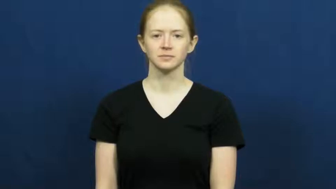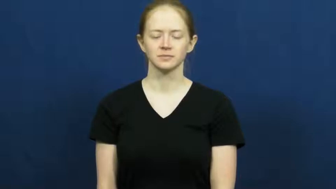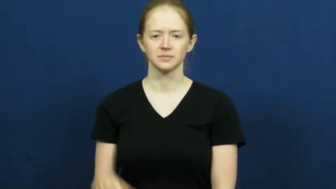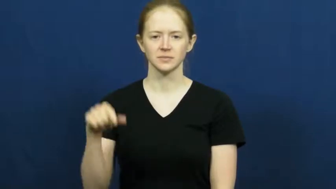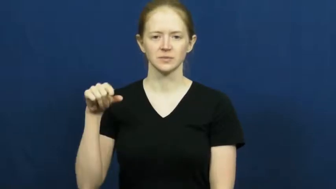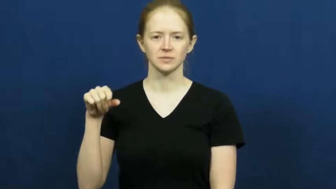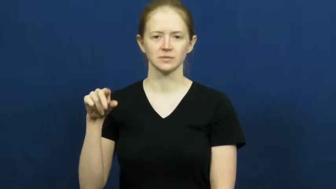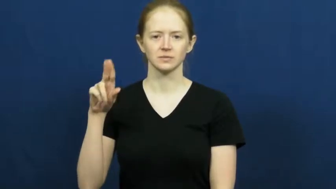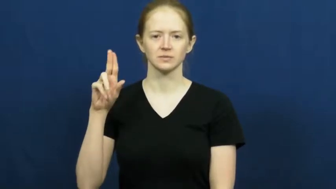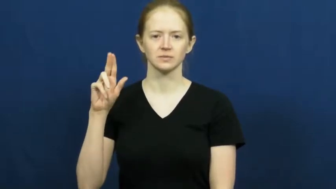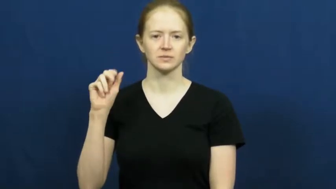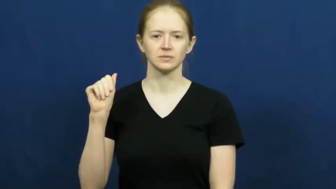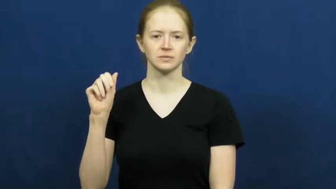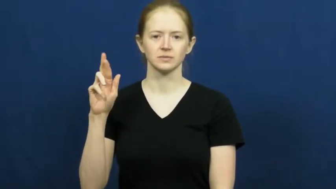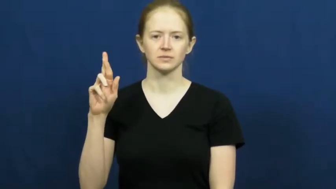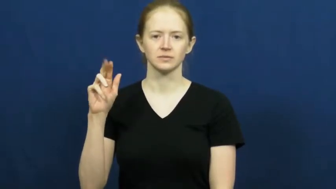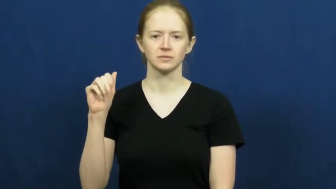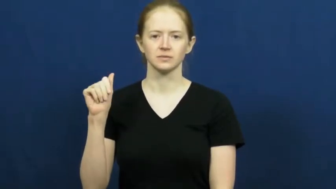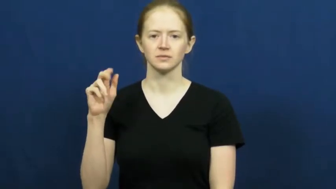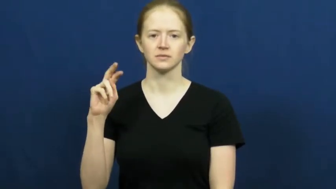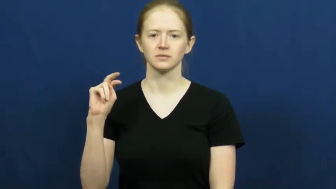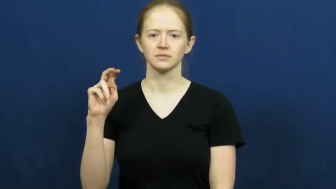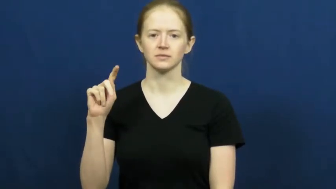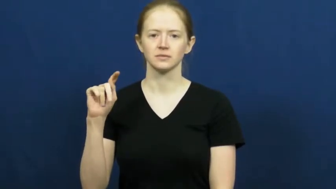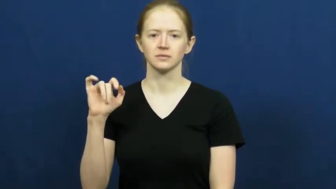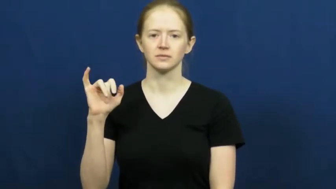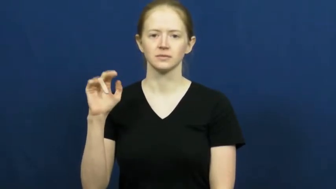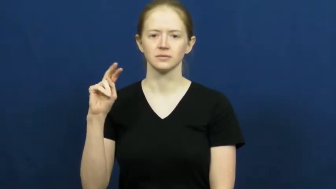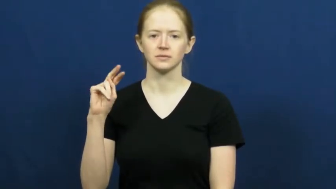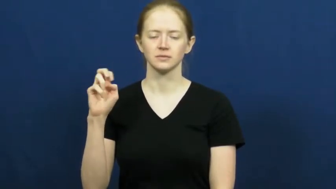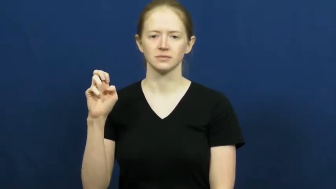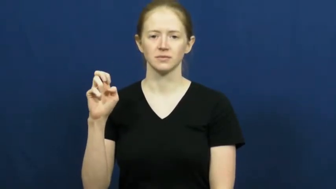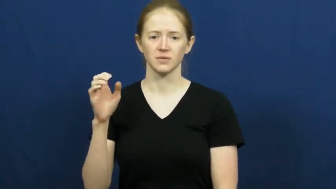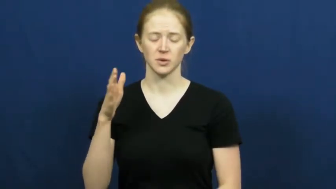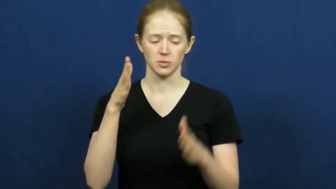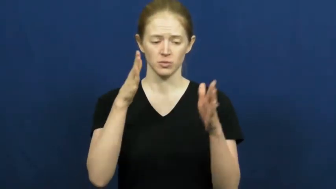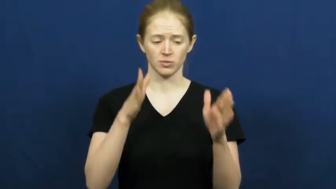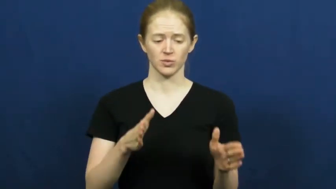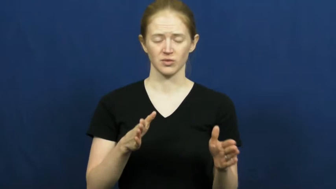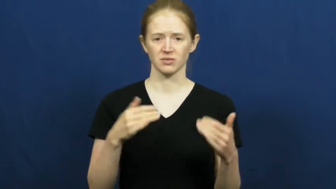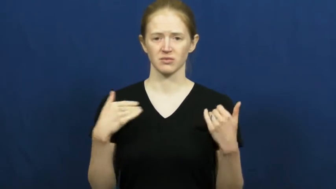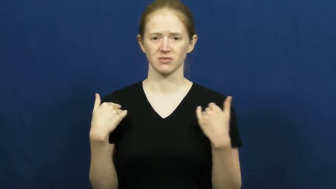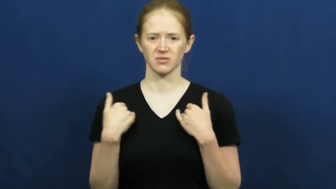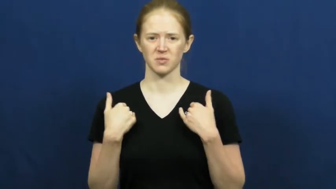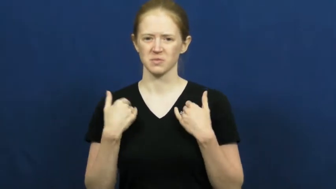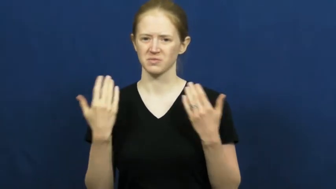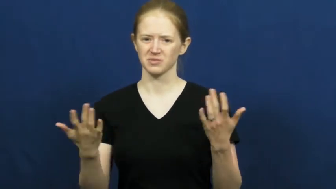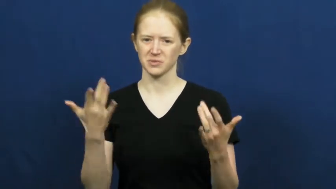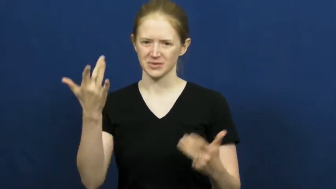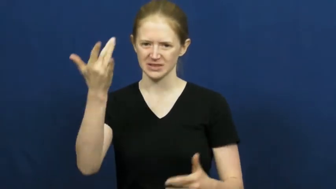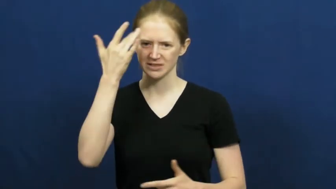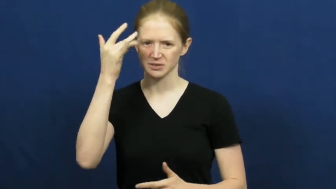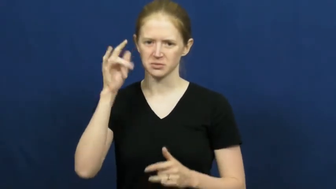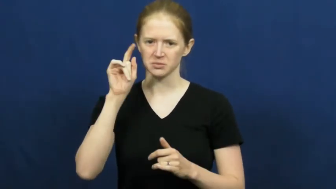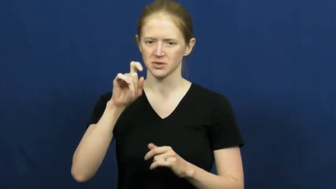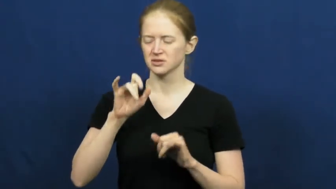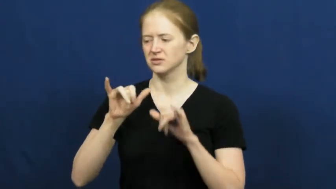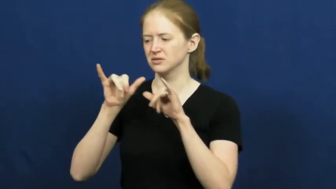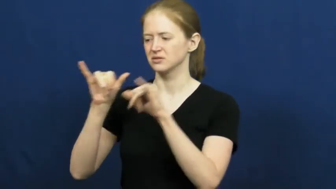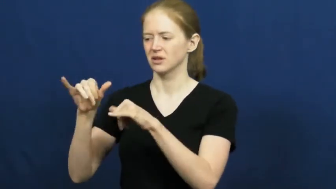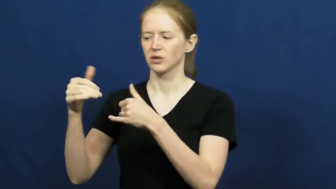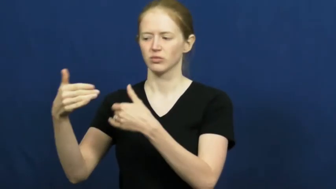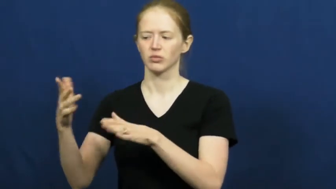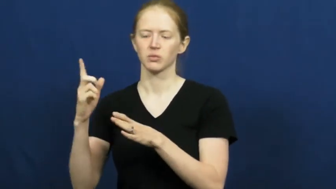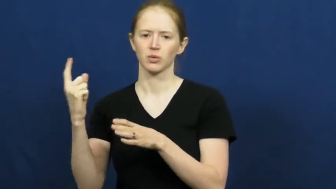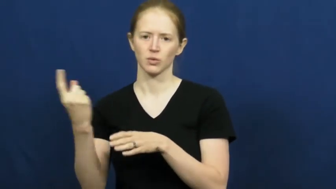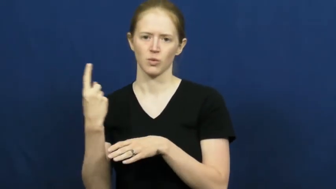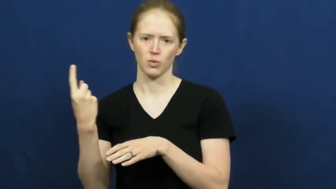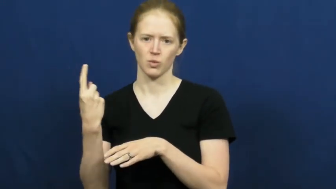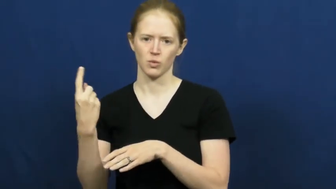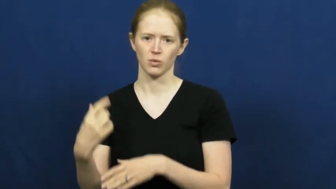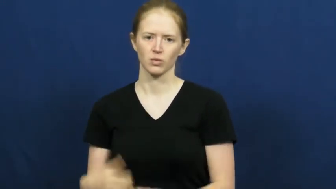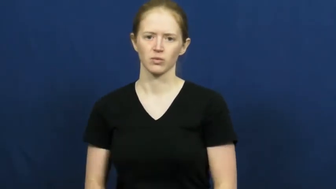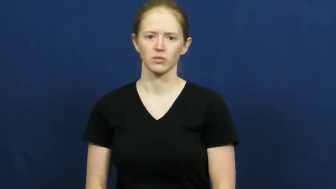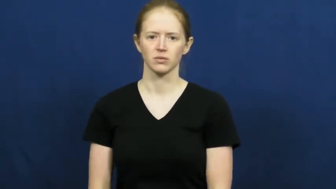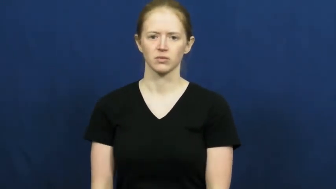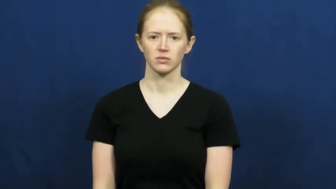quarantine